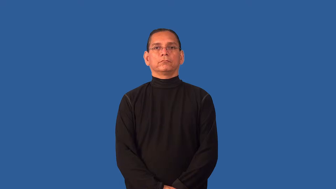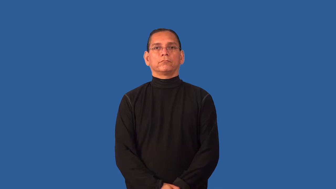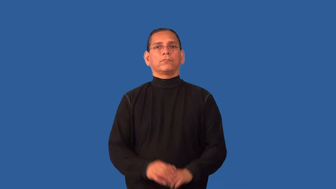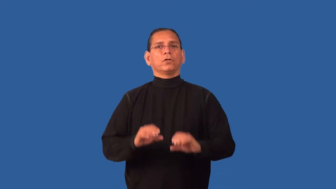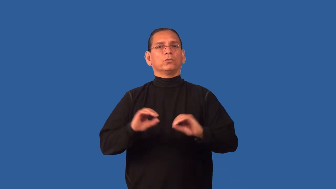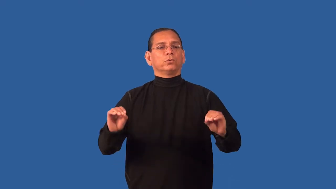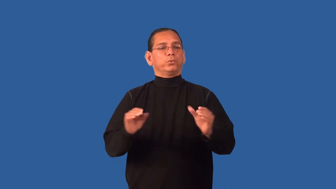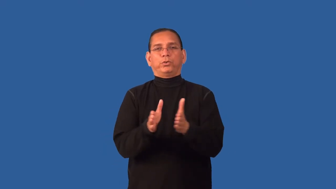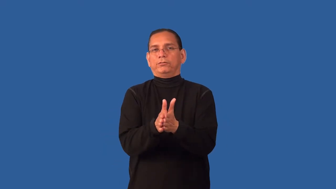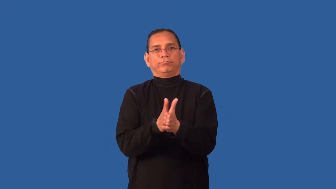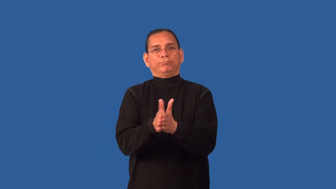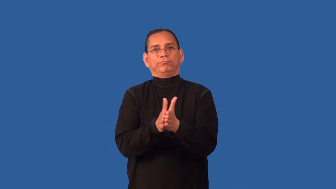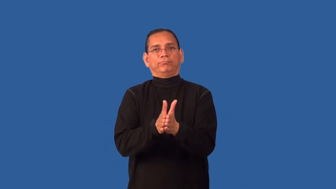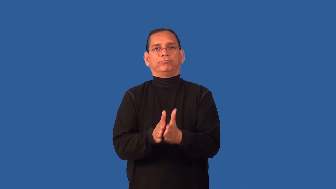desultory